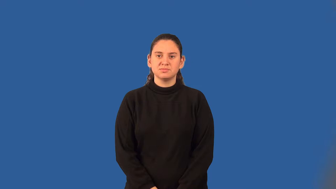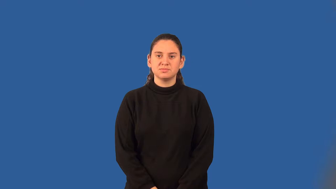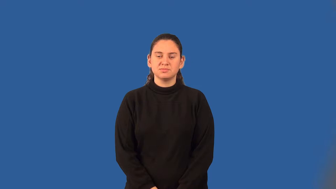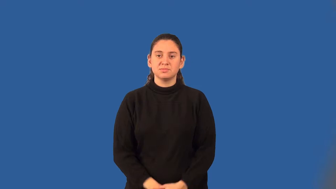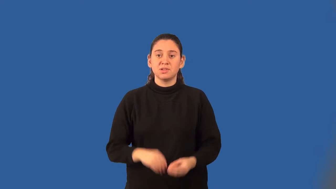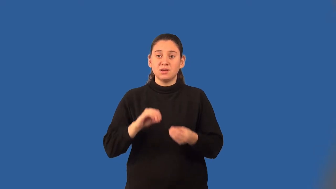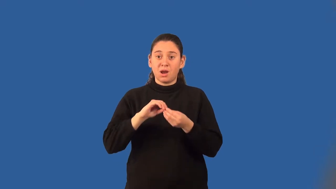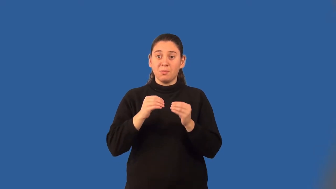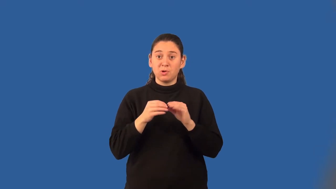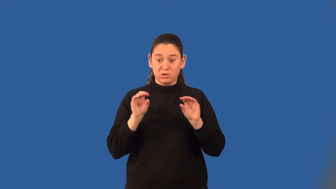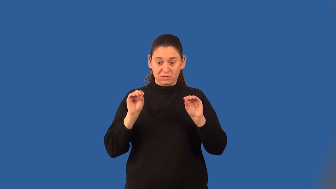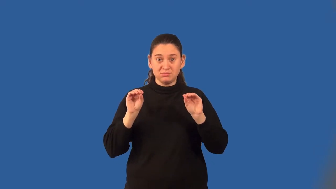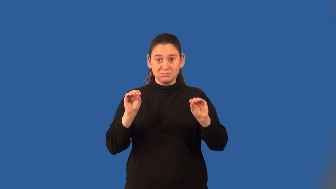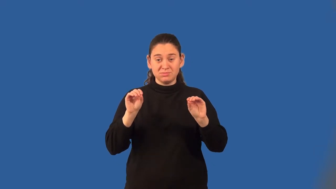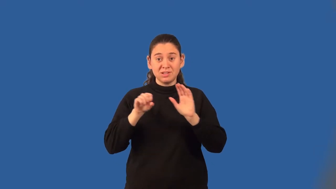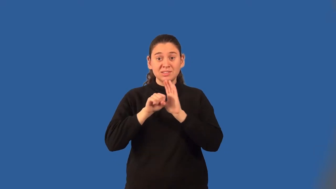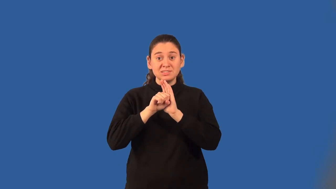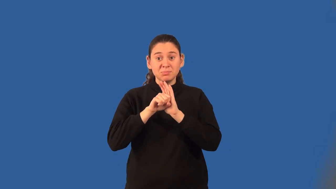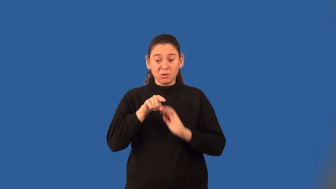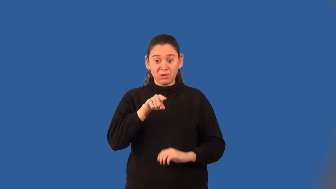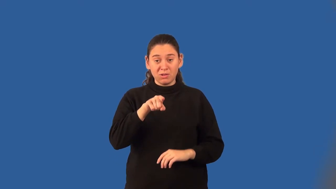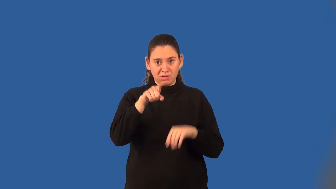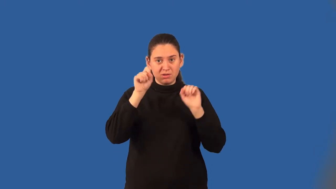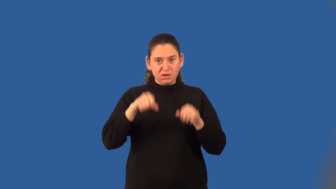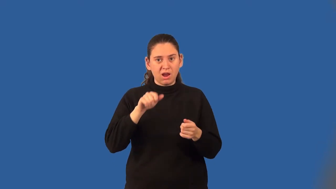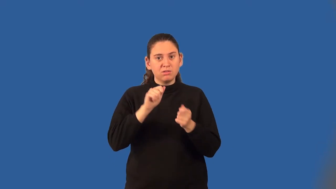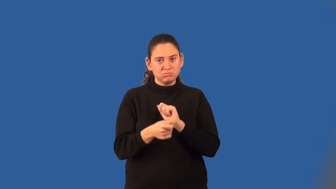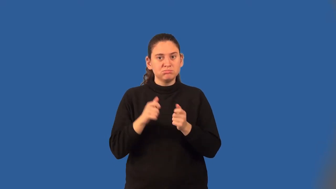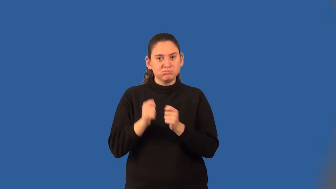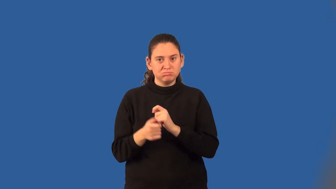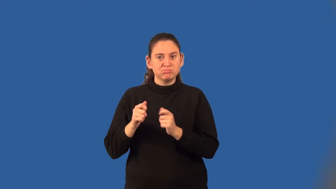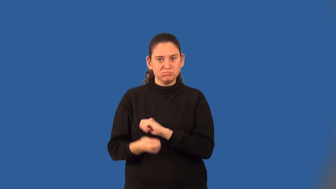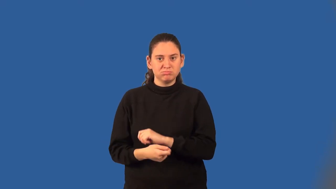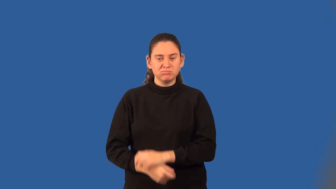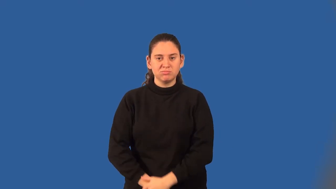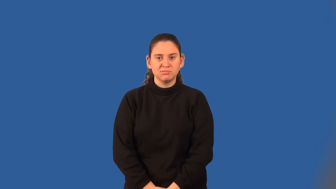conjugate of a binomial